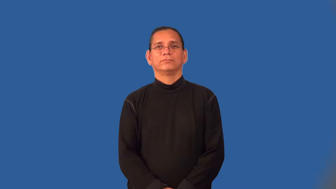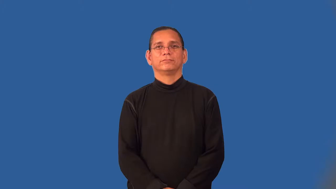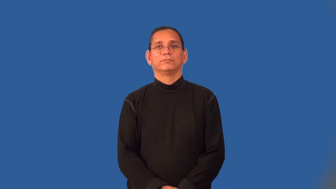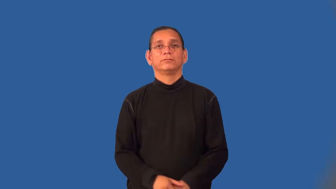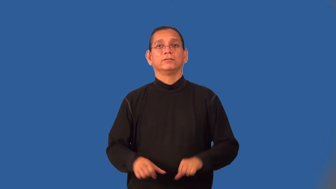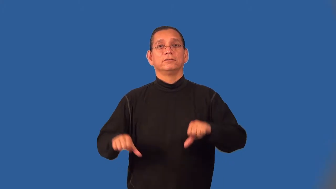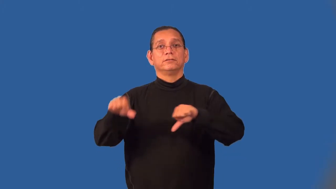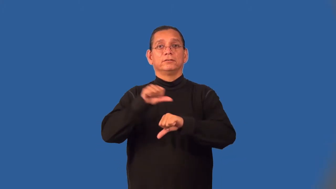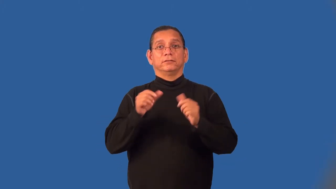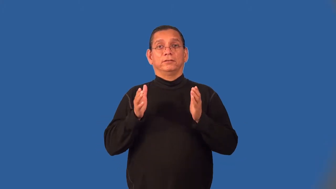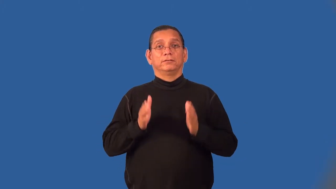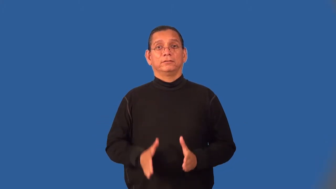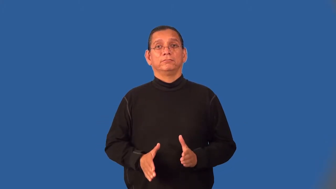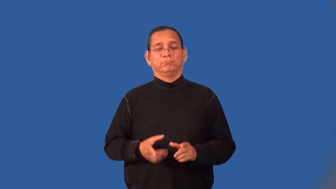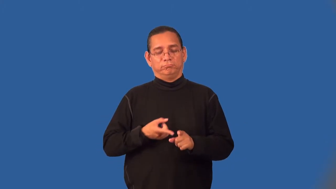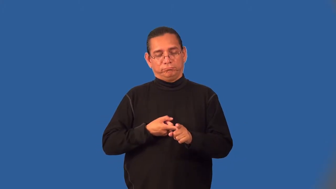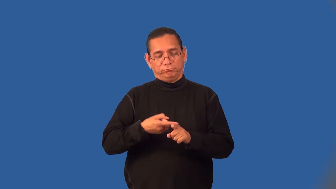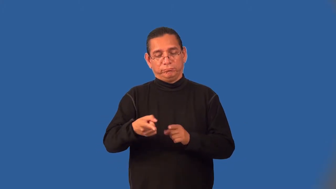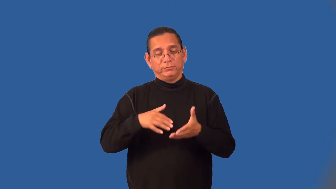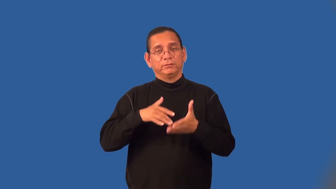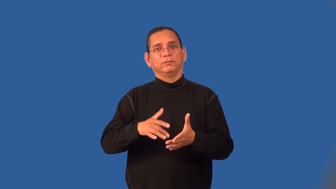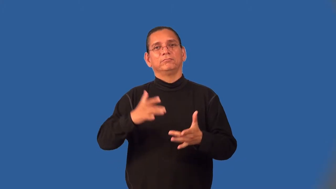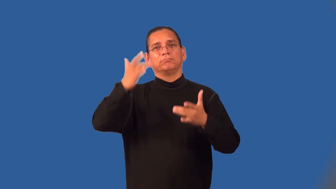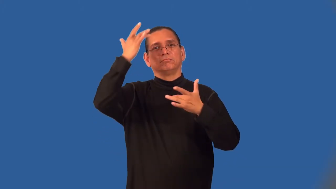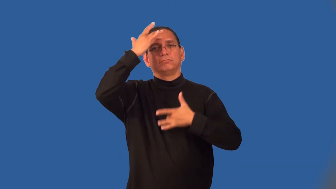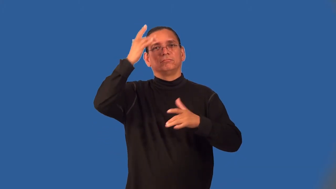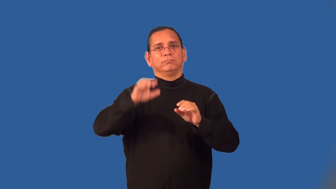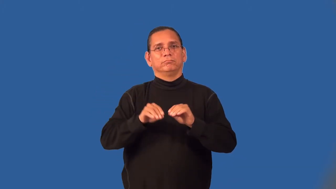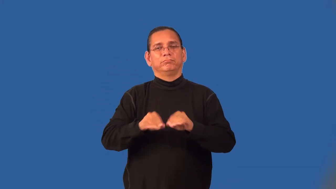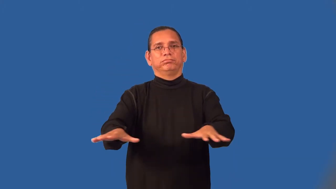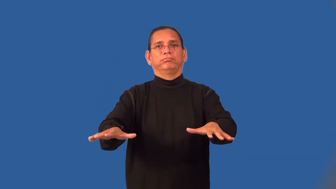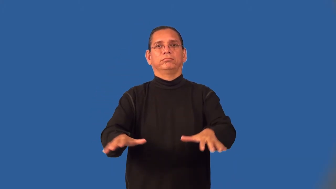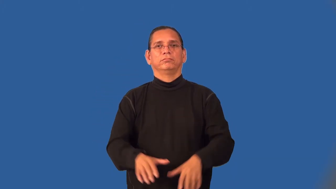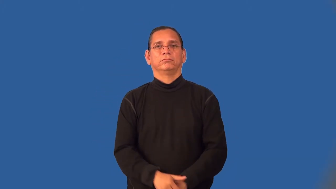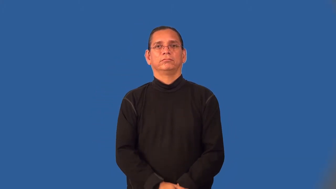virologist